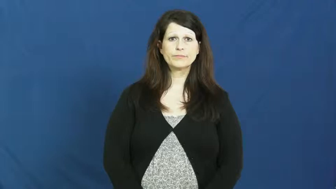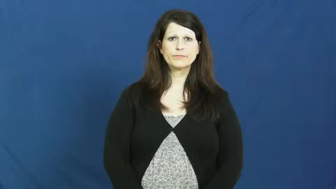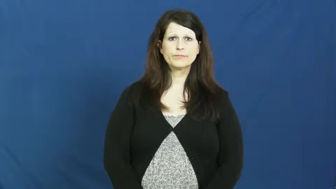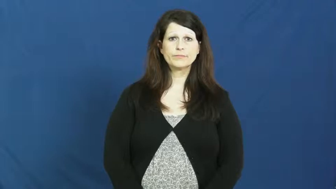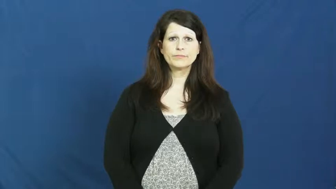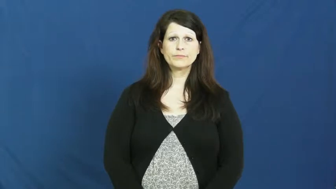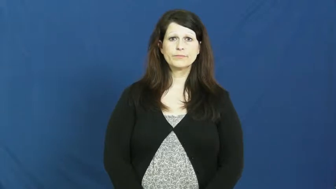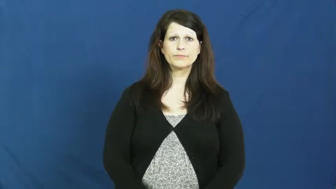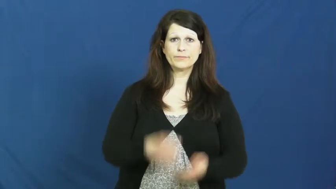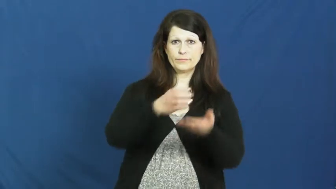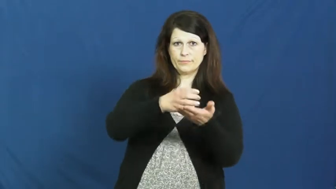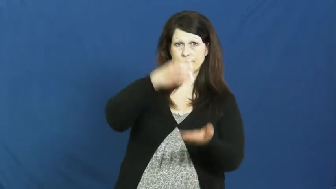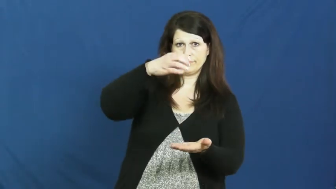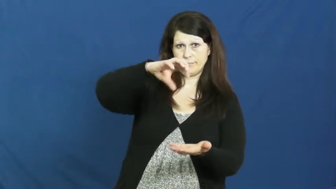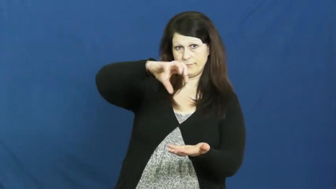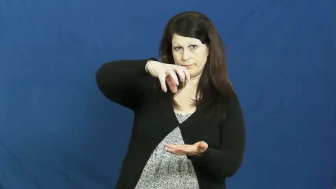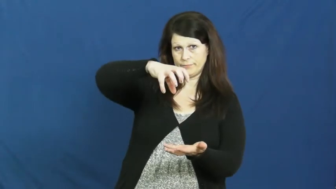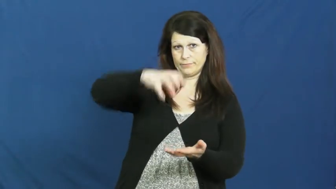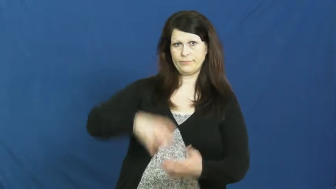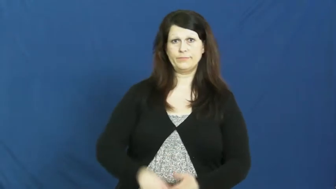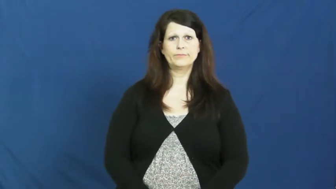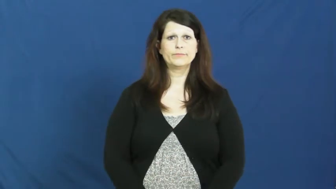jar-container